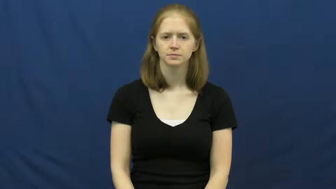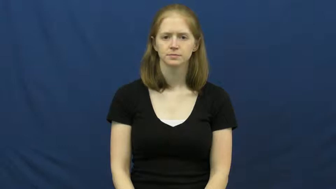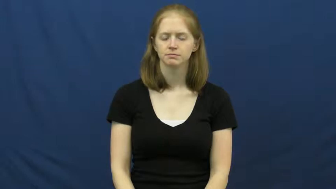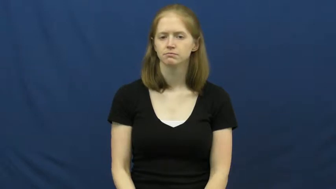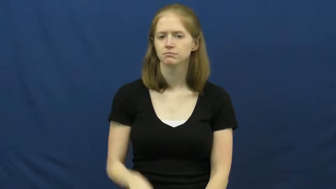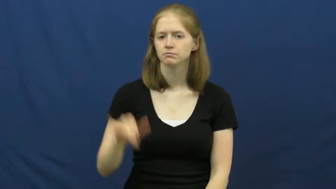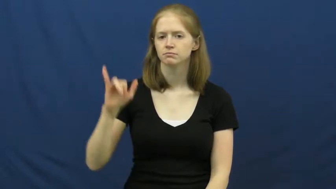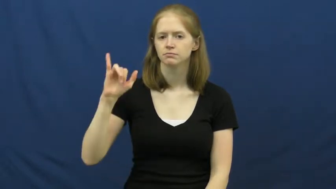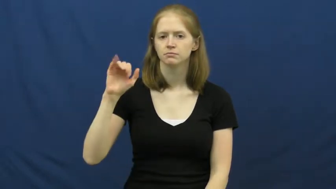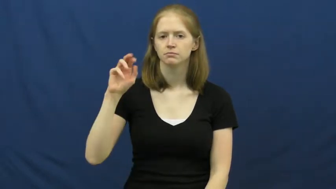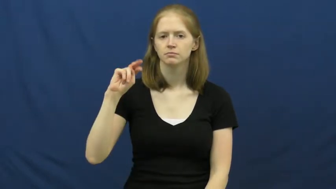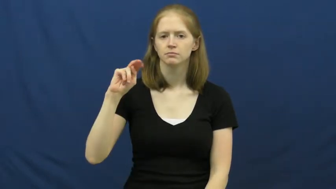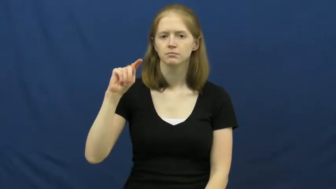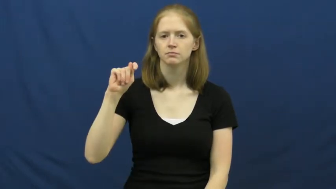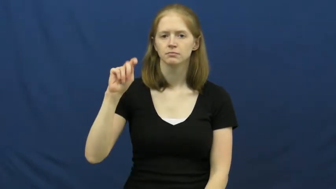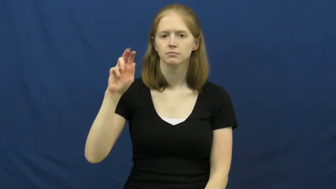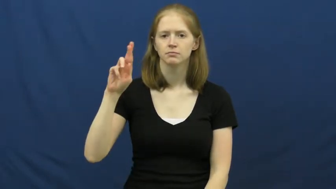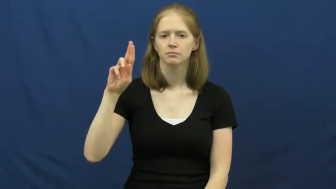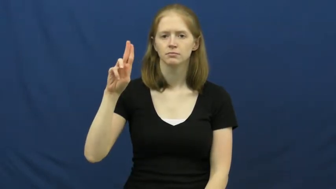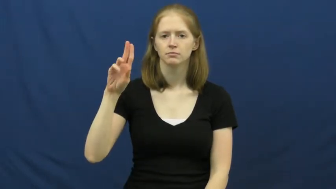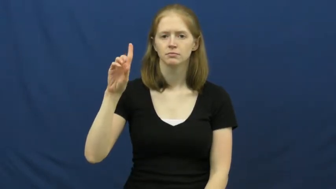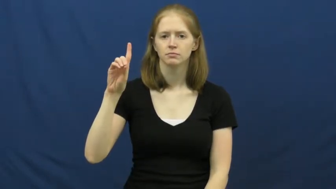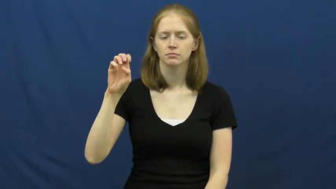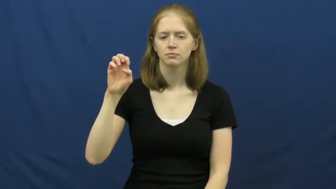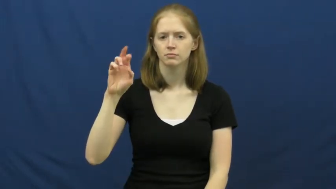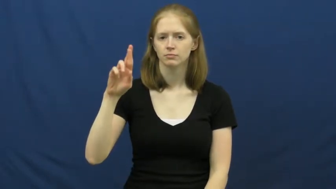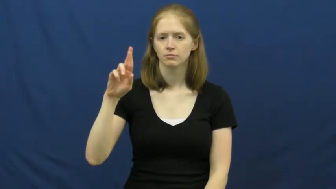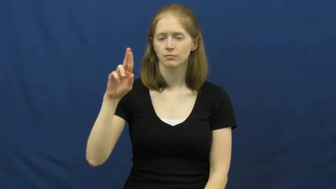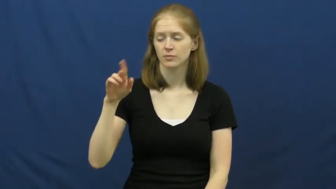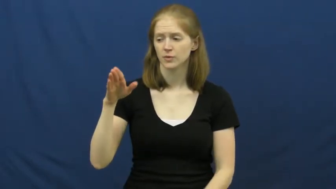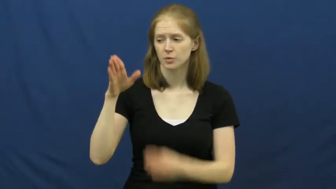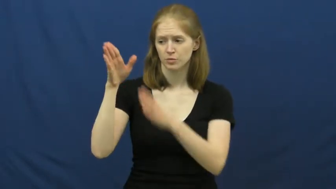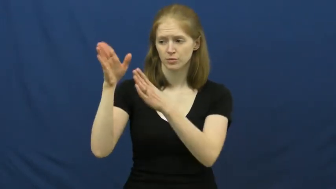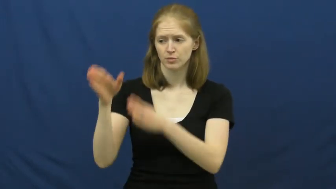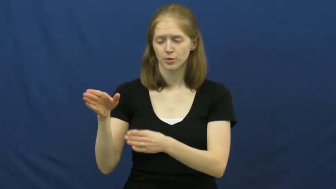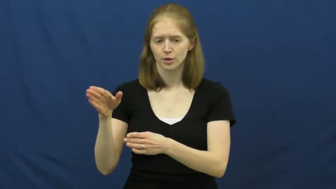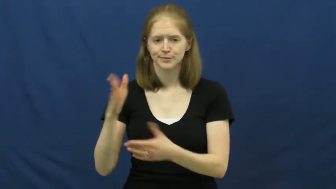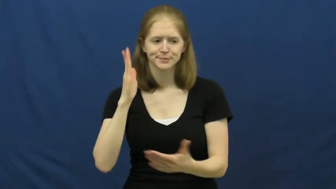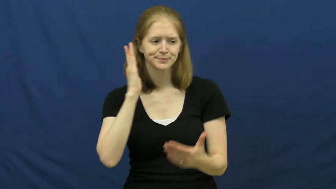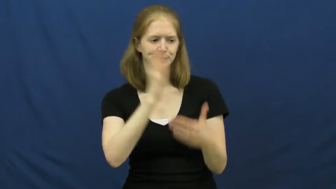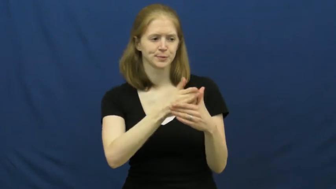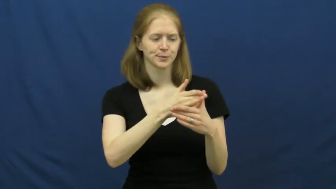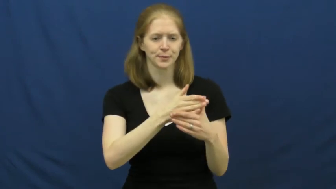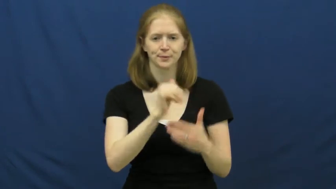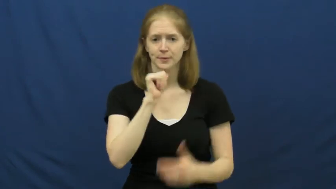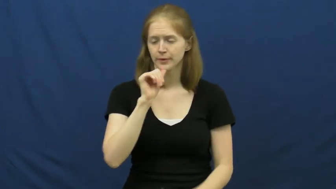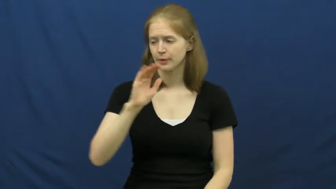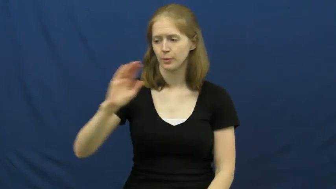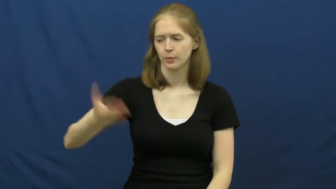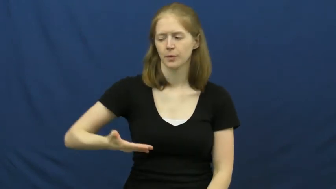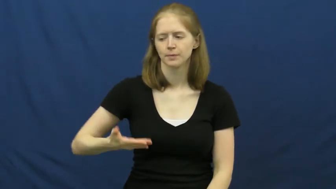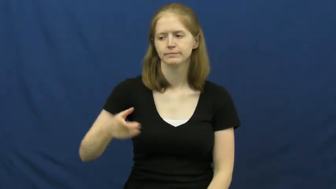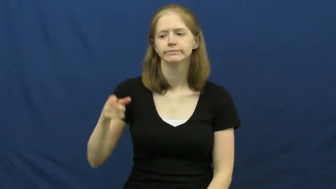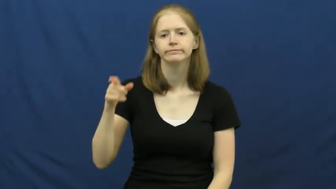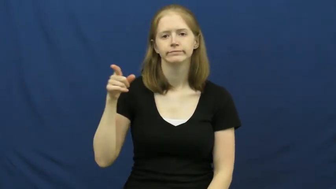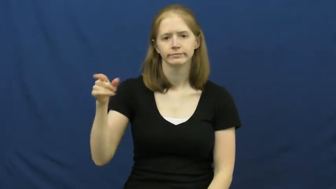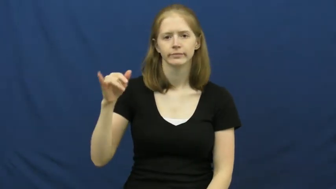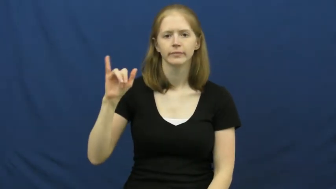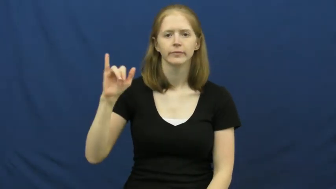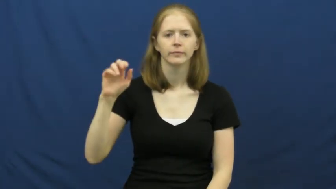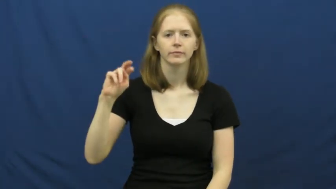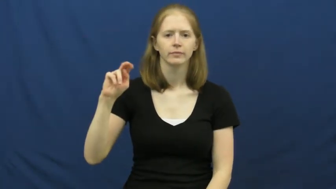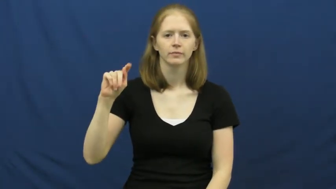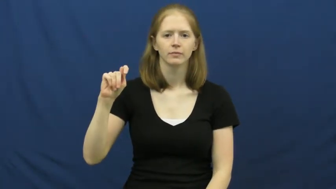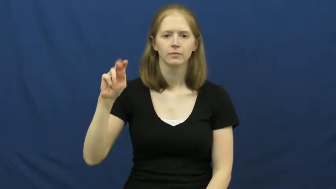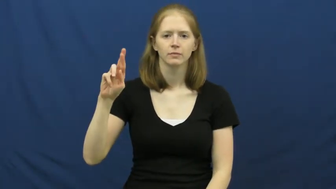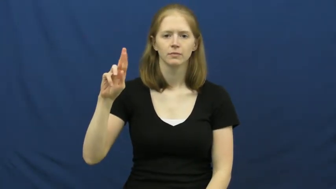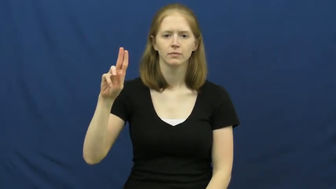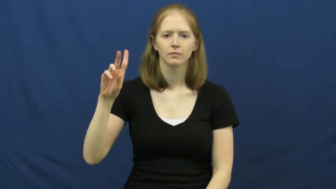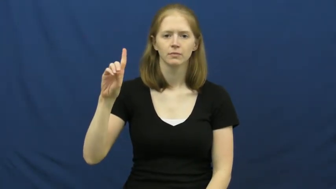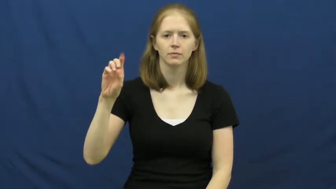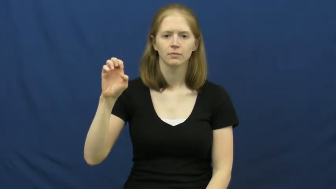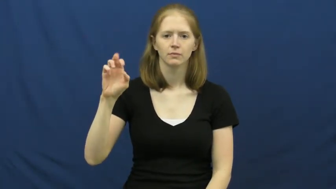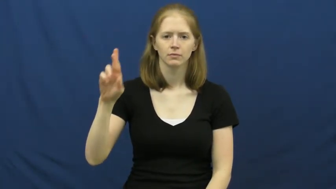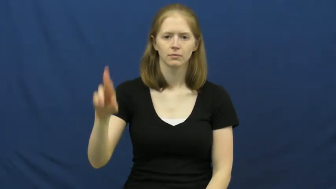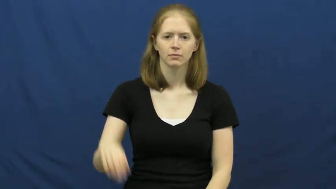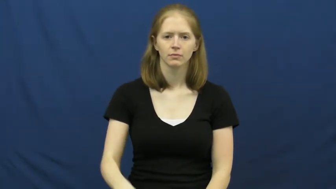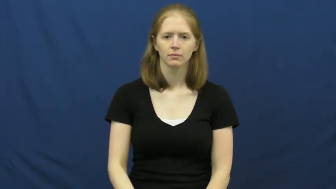intruder